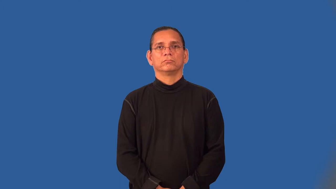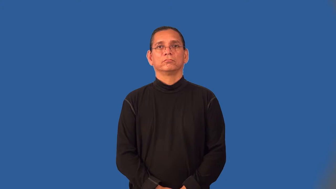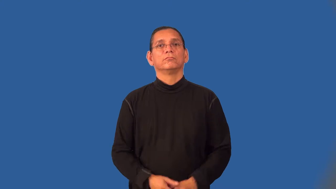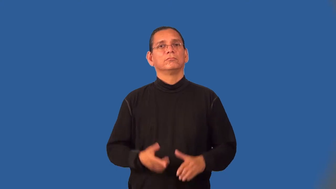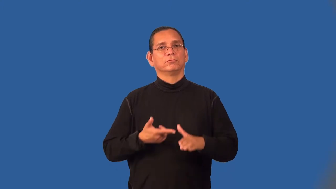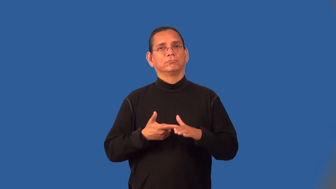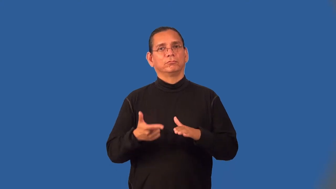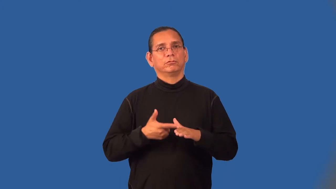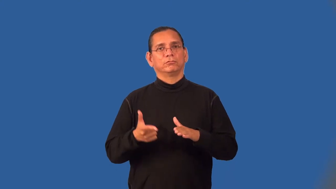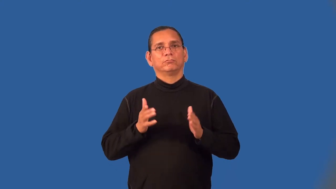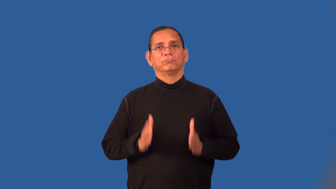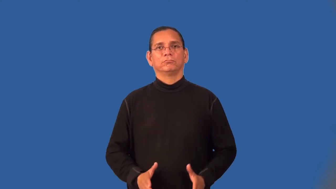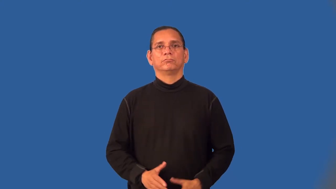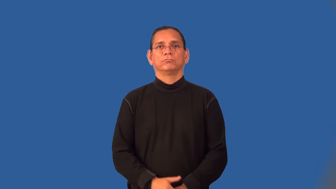welder